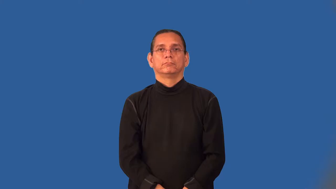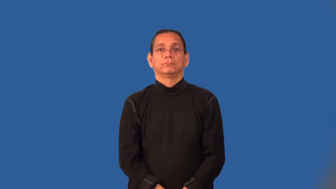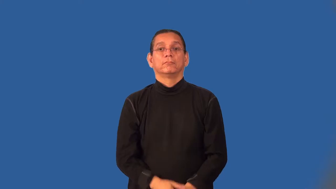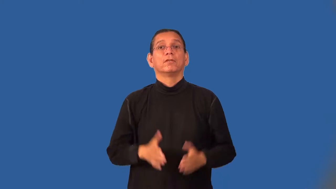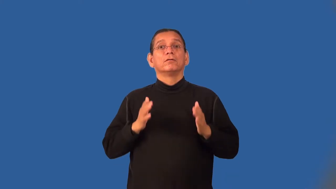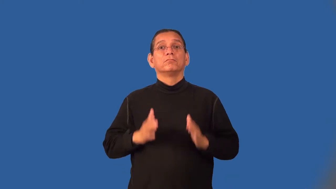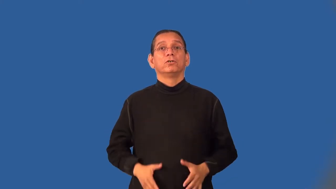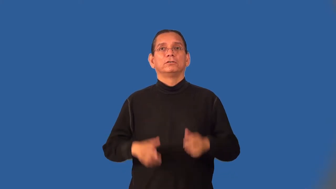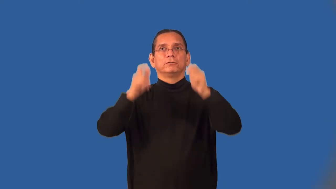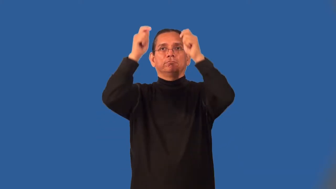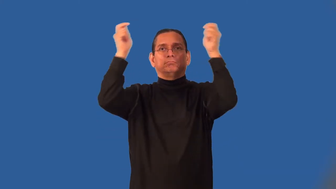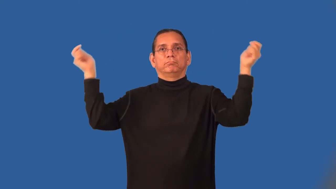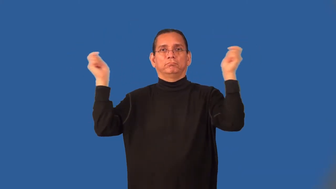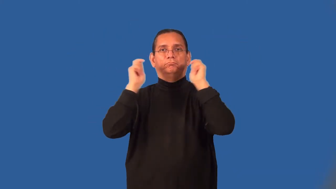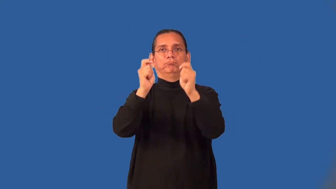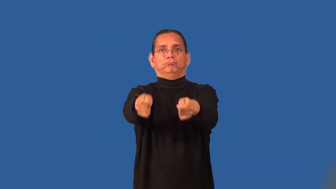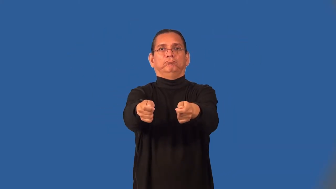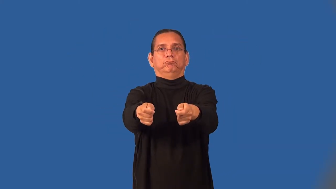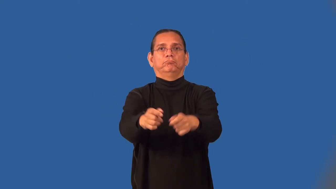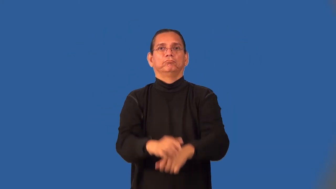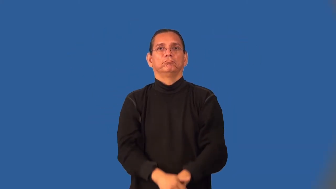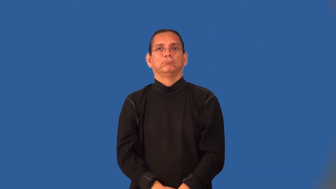flagman